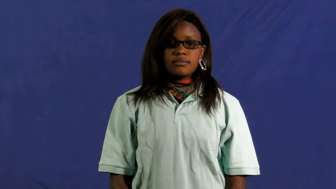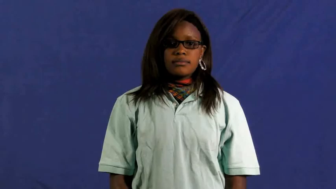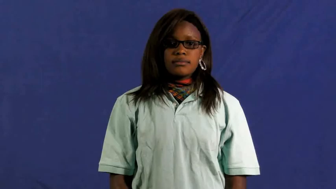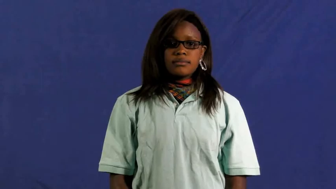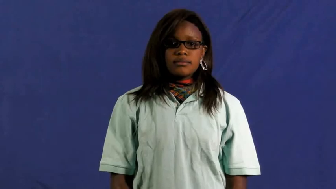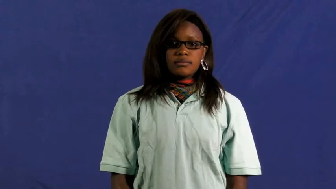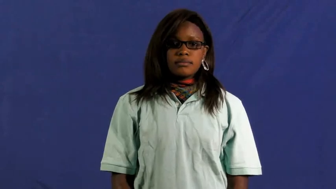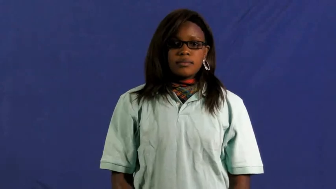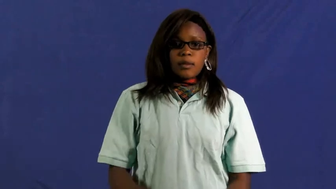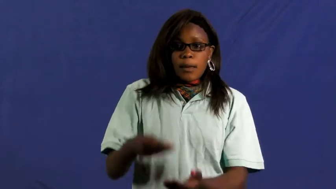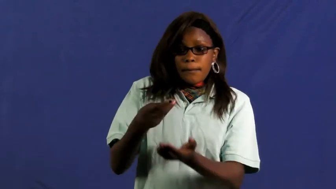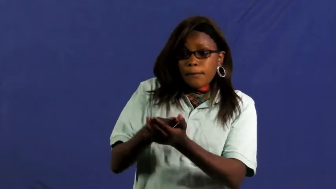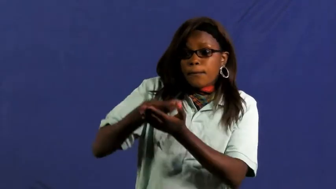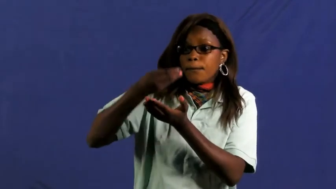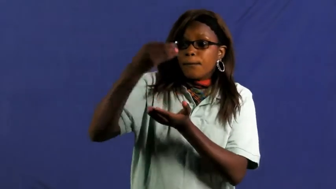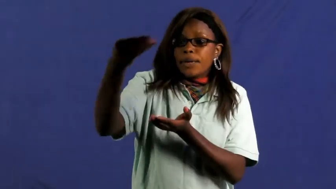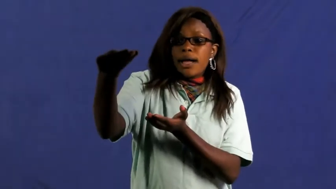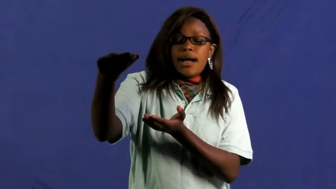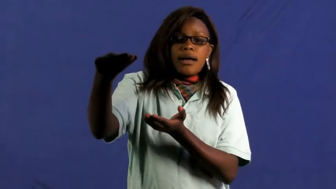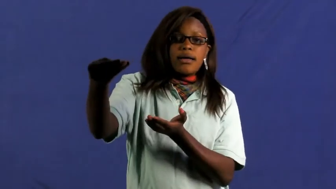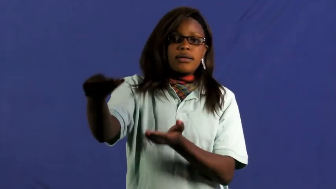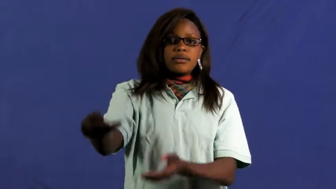buy,purchase,get